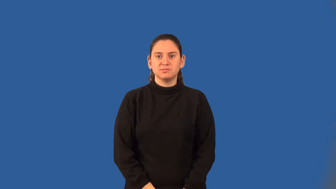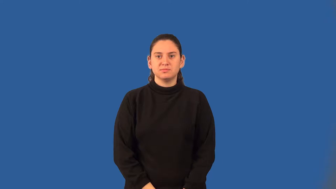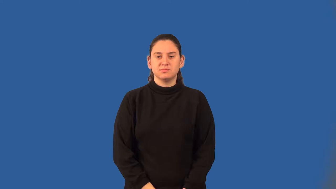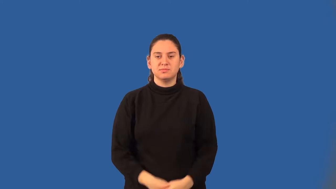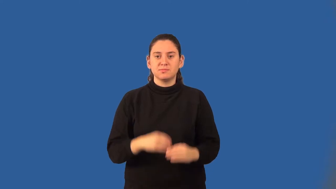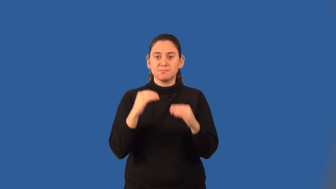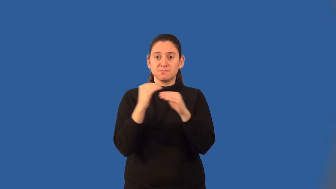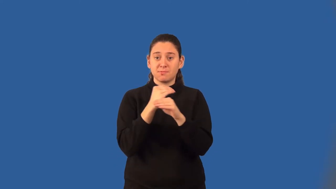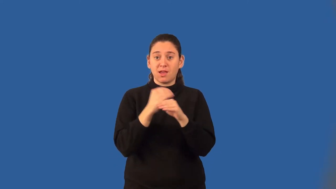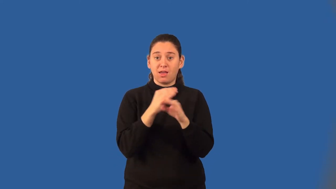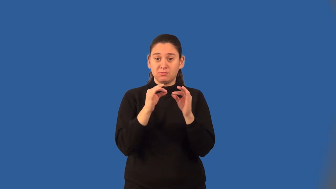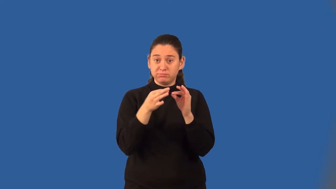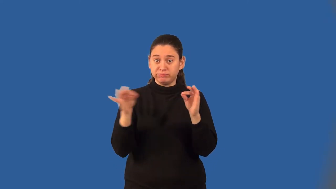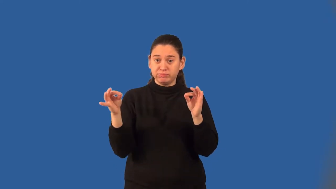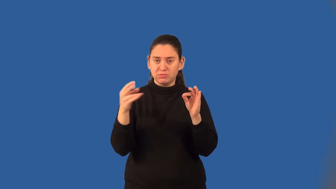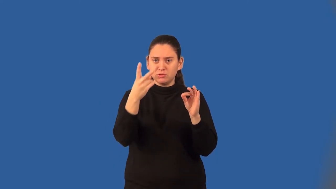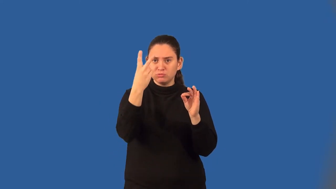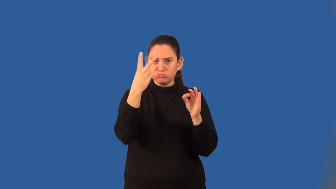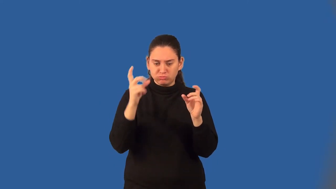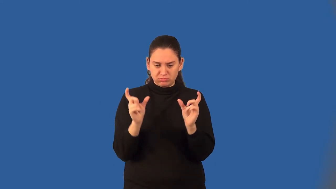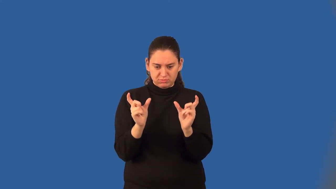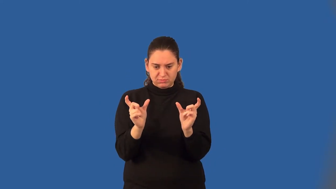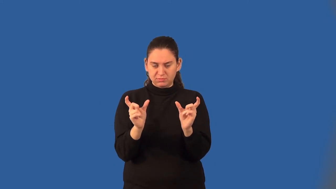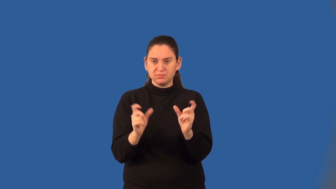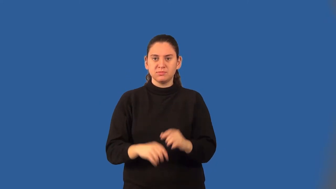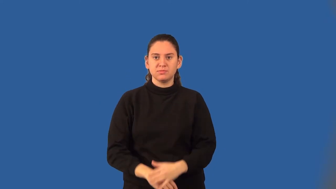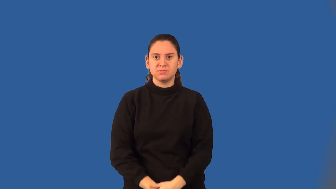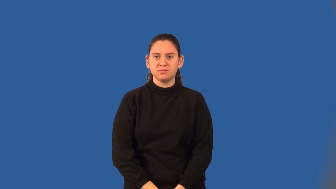binomial